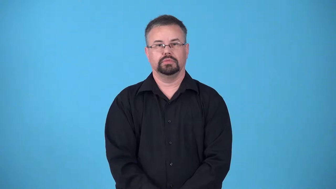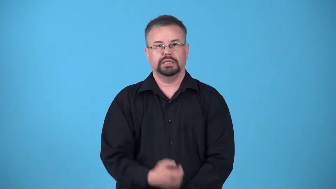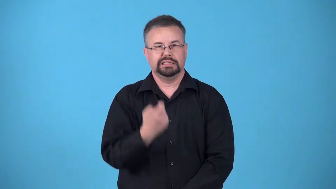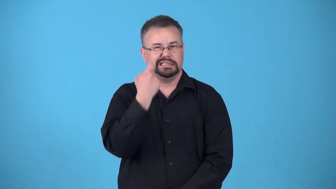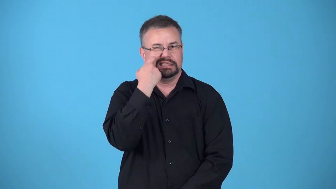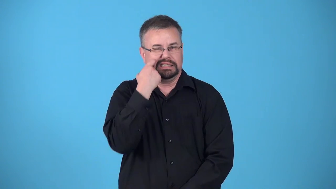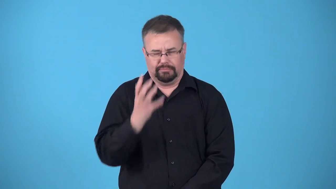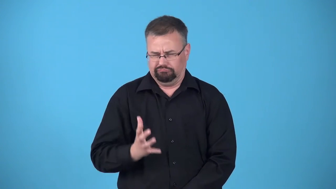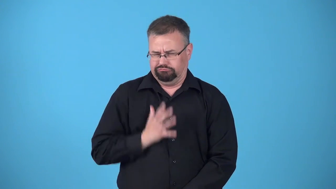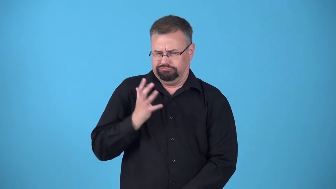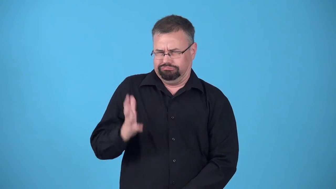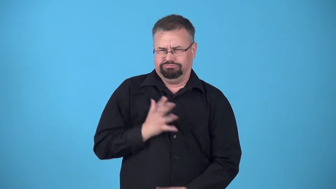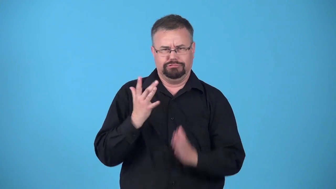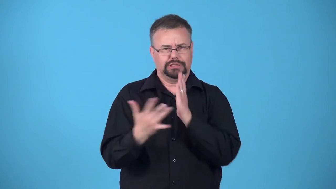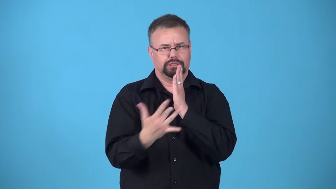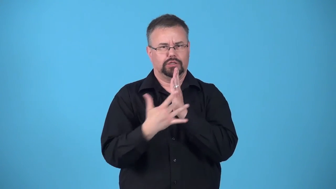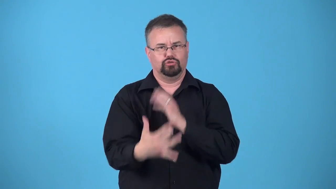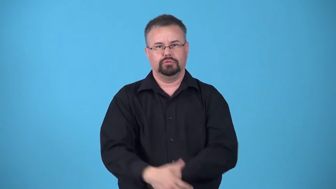leading edge, cutting edge